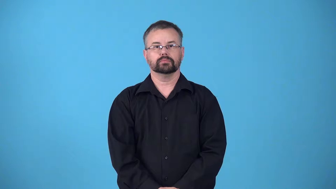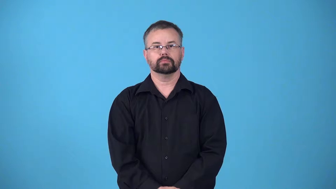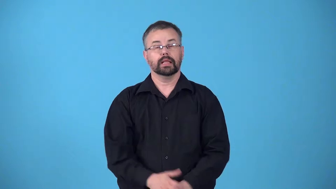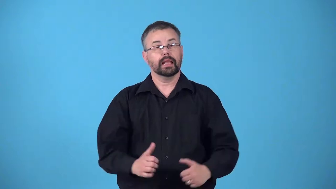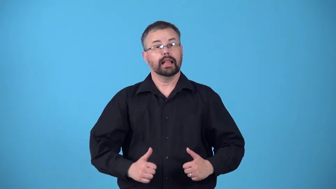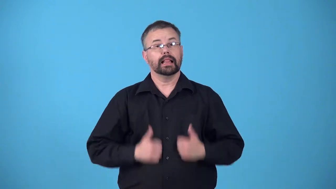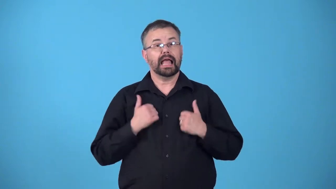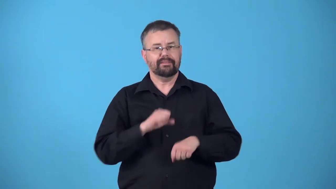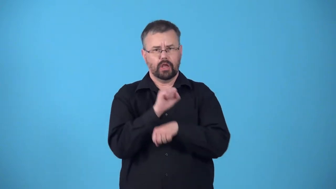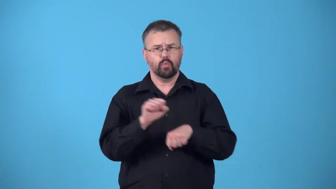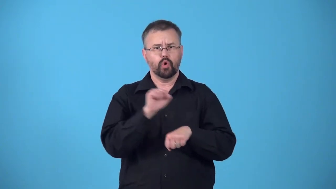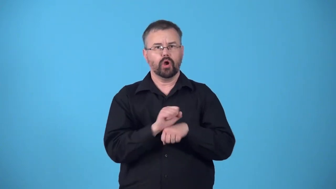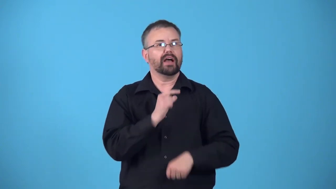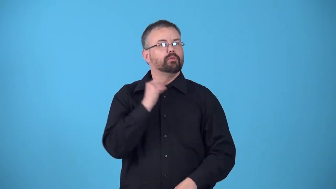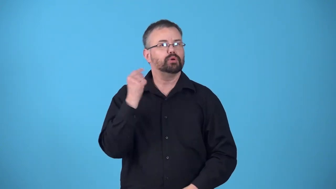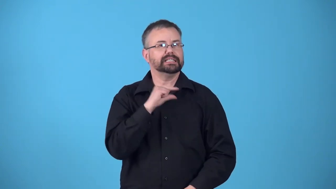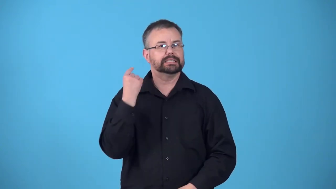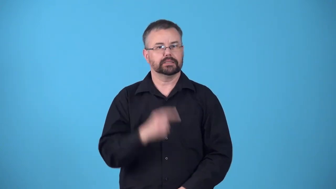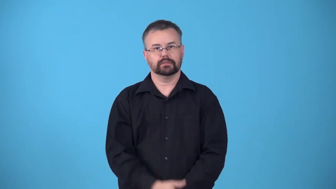priestlike,priestly